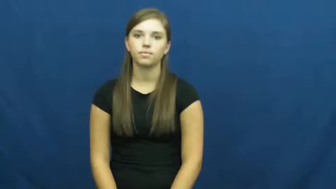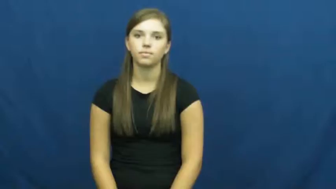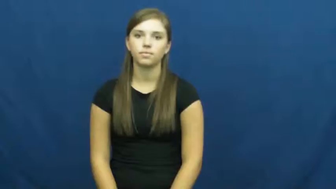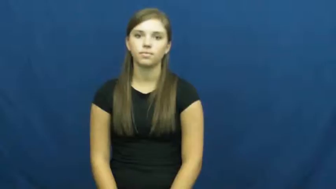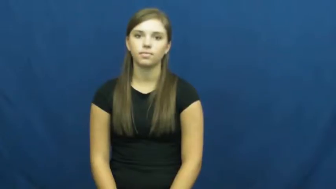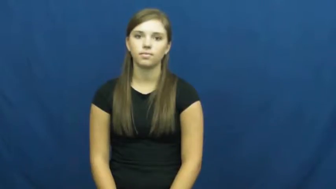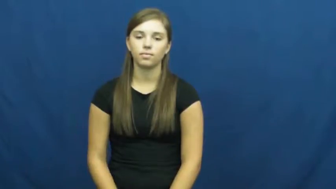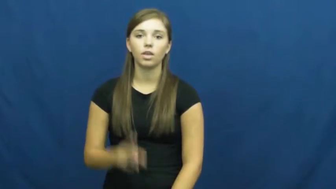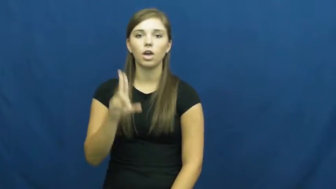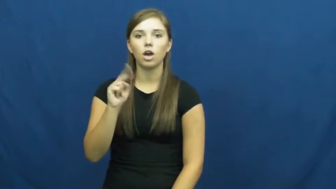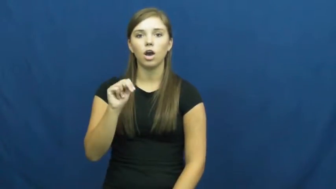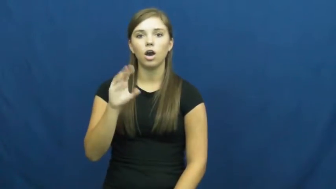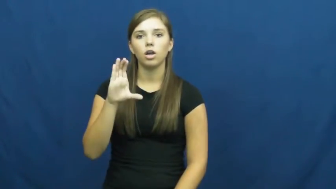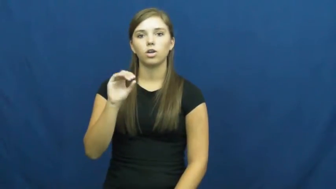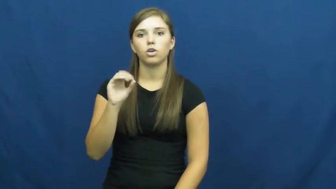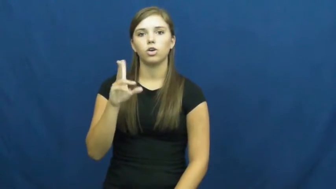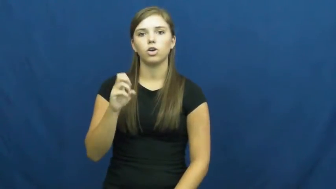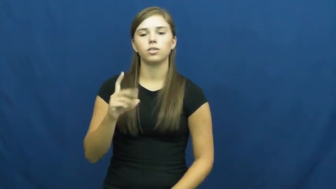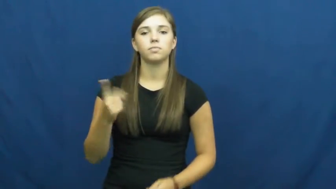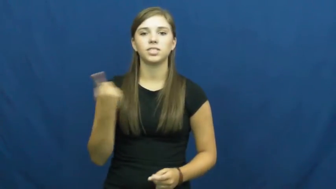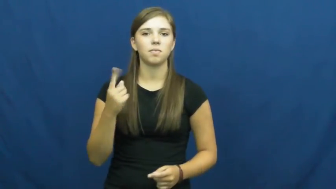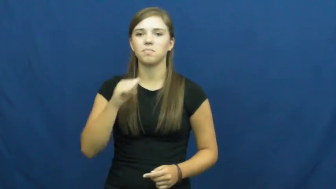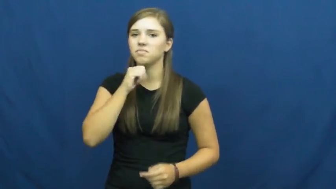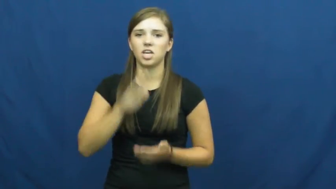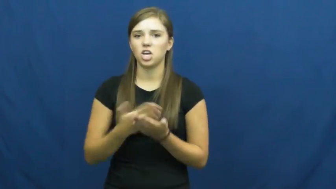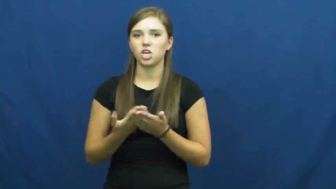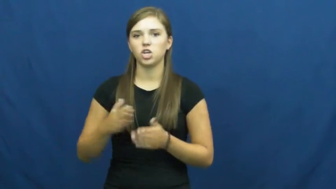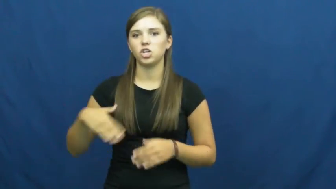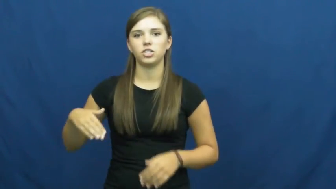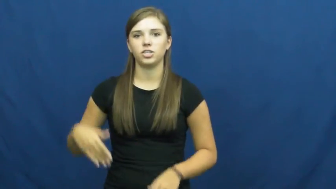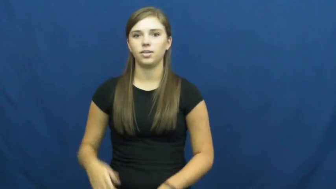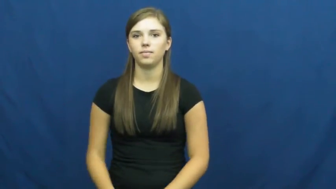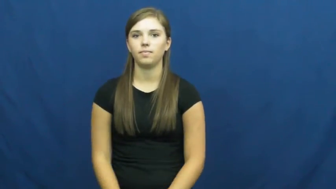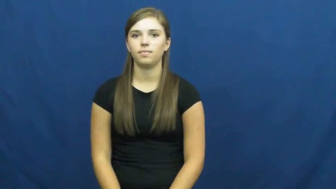uncooked